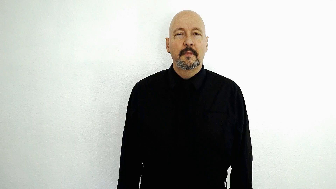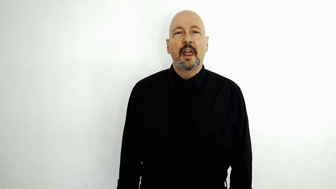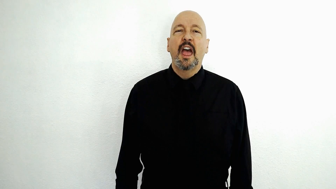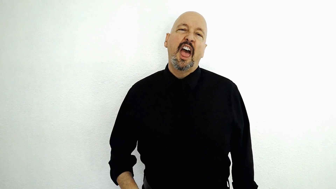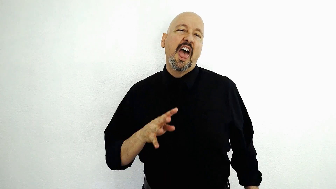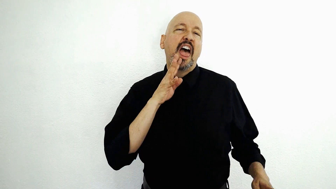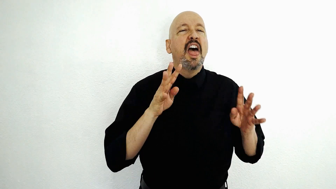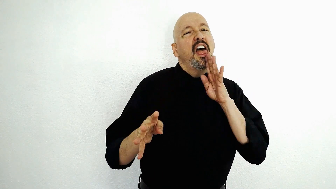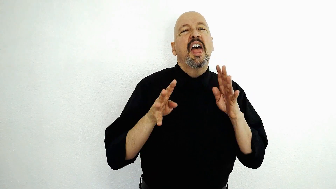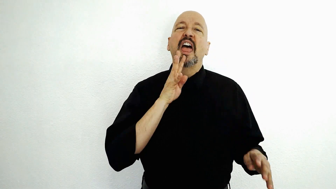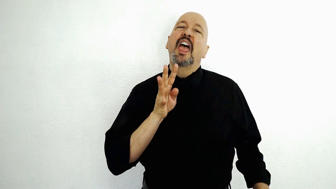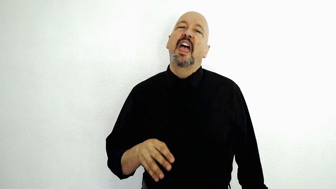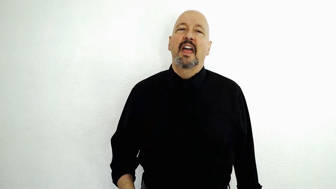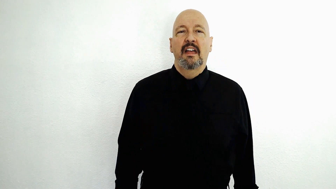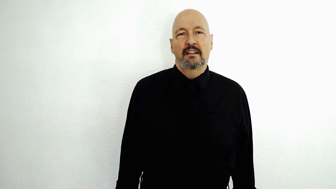to be a "big talker" / TALK-[alt-2h-big-talker]